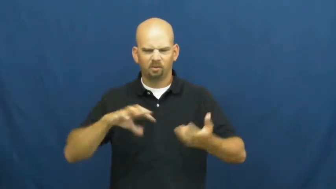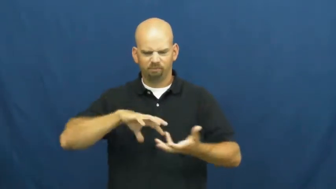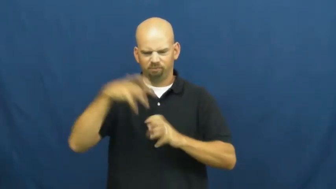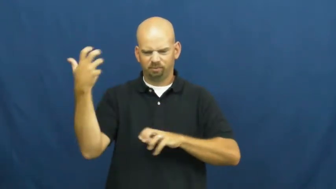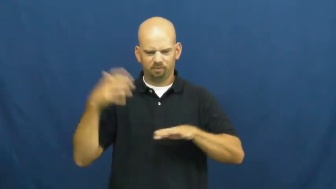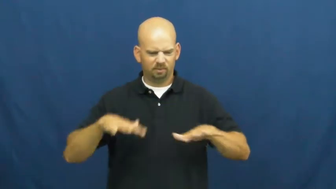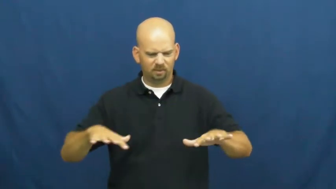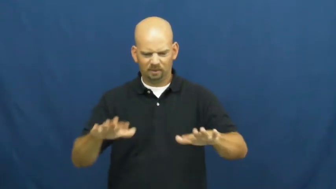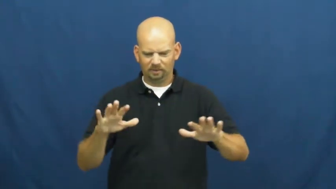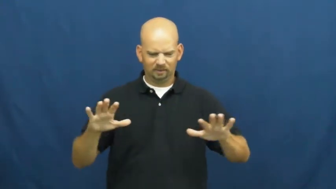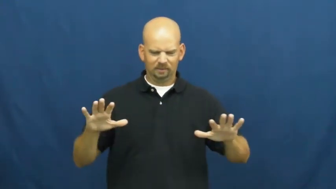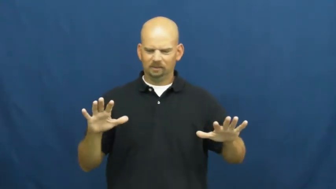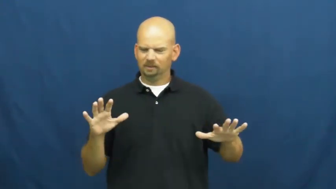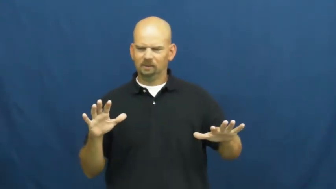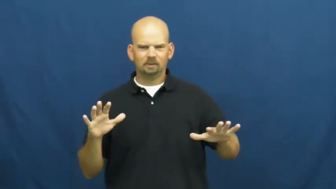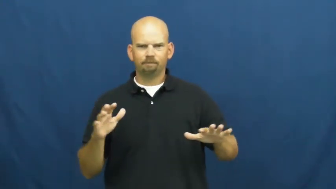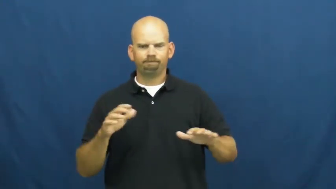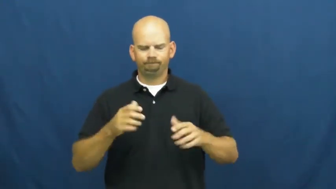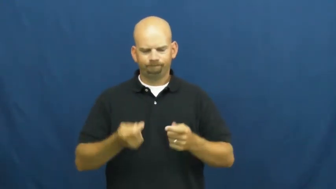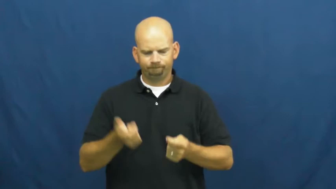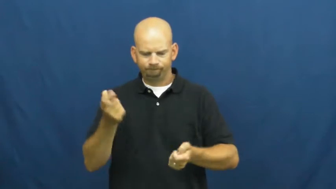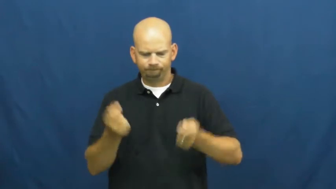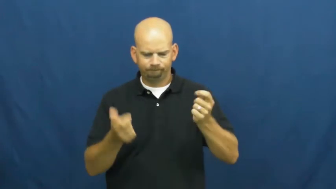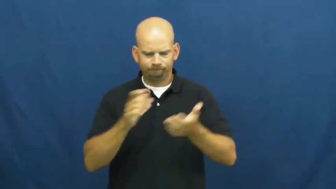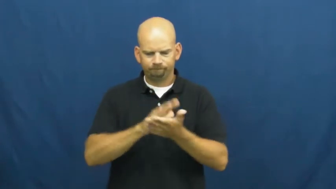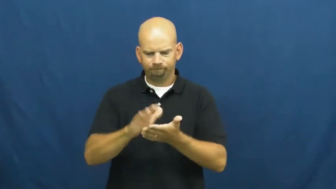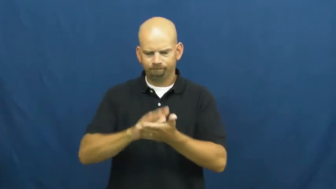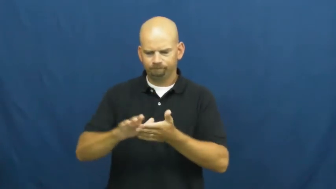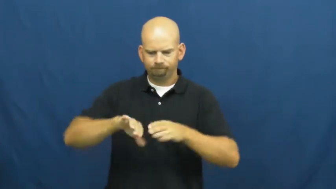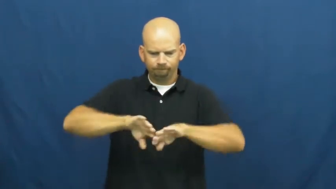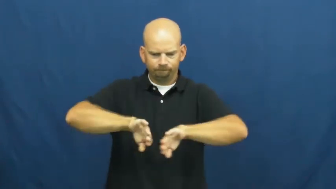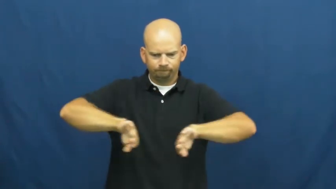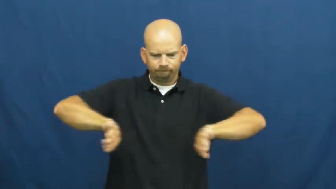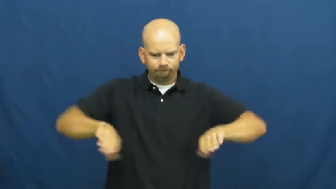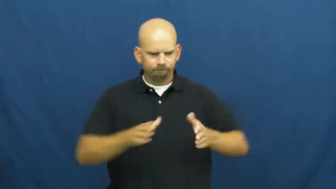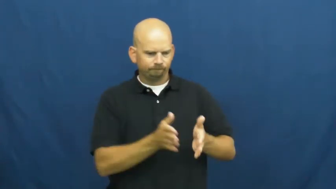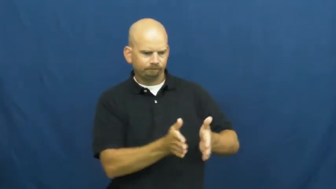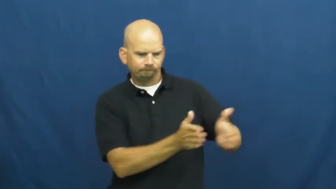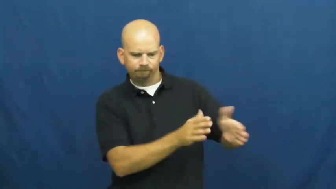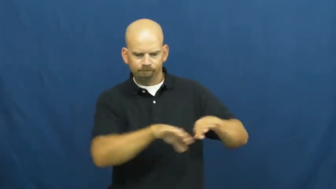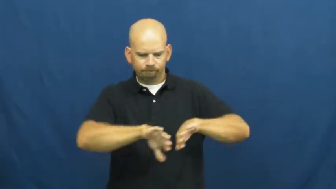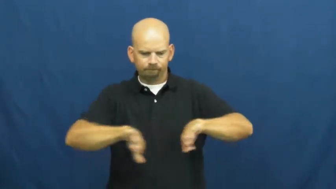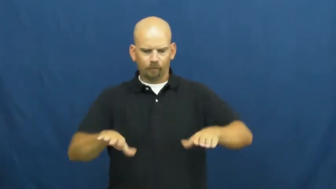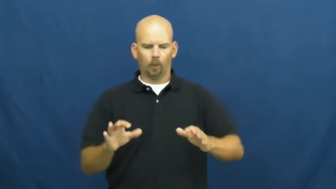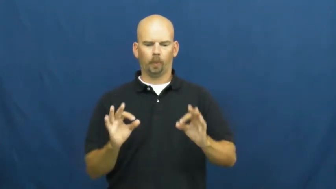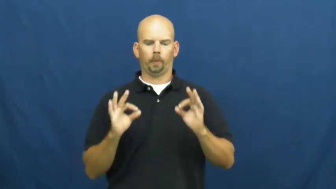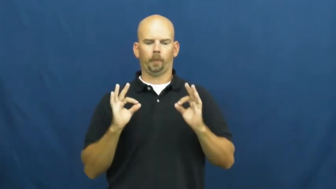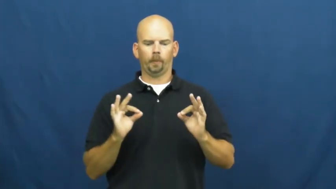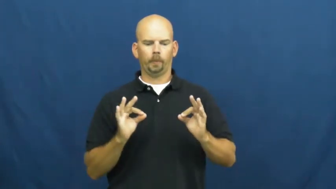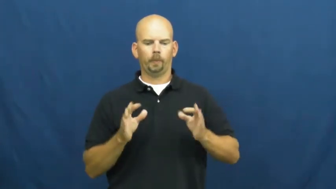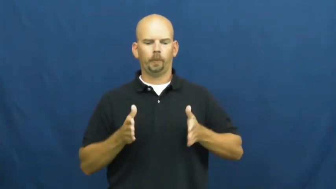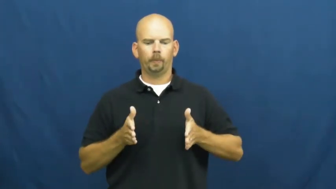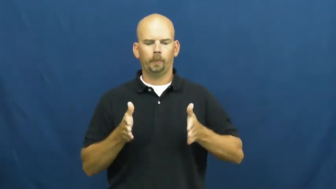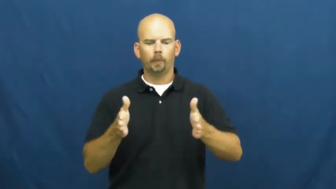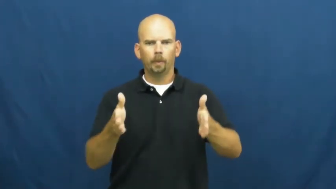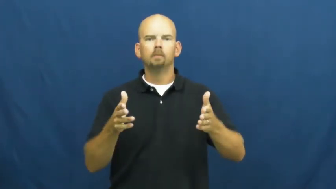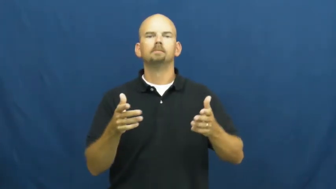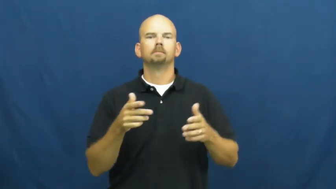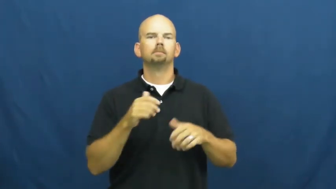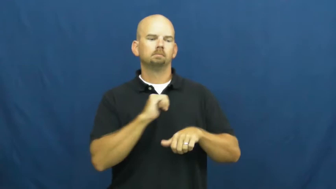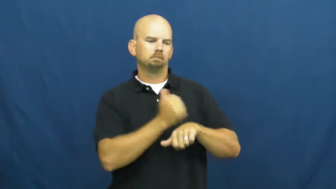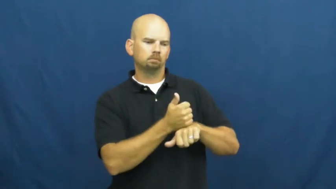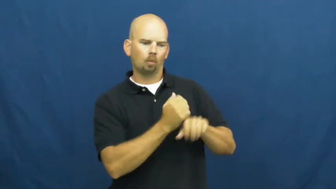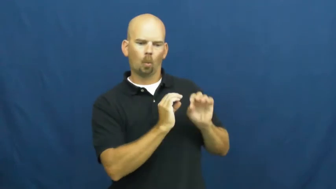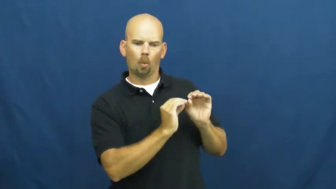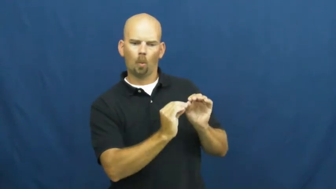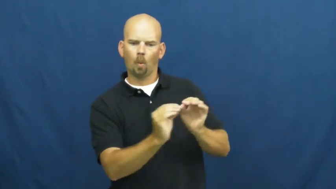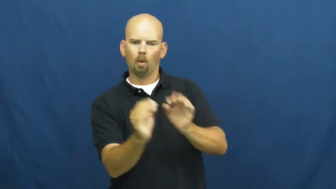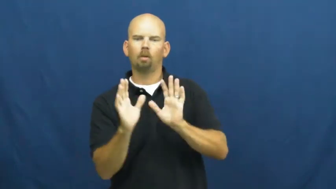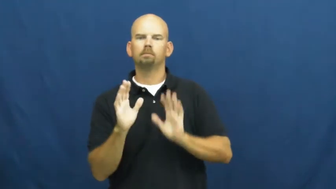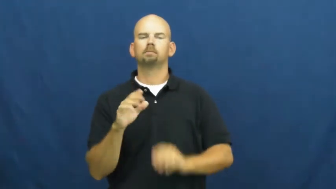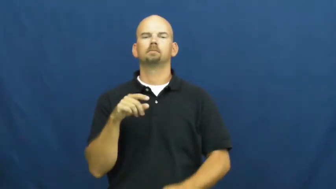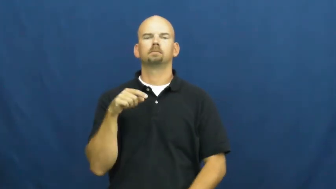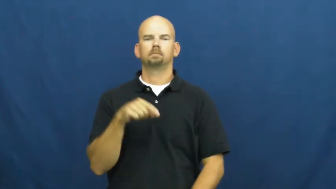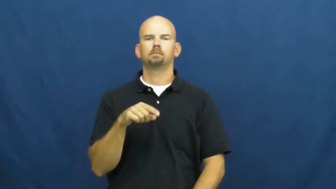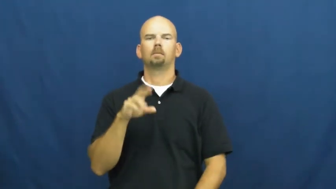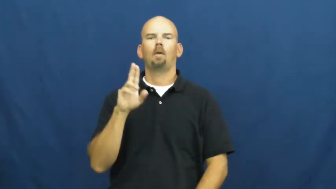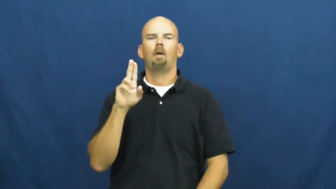unclutter